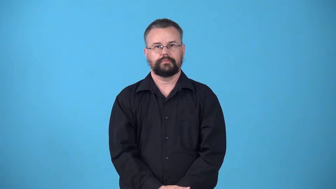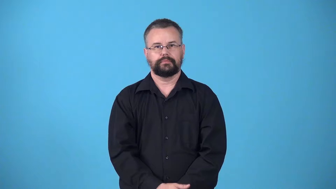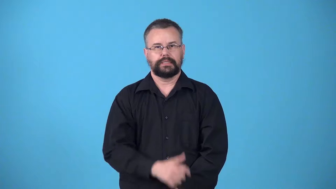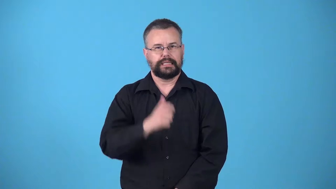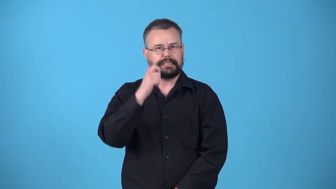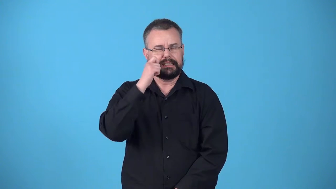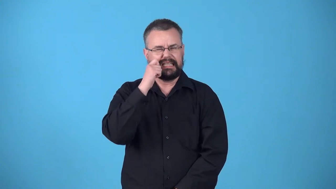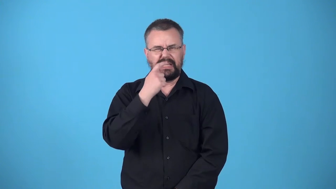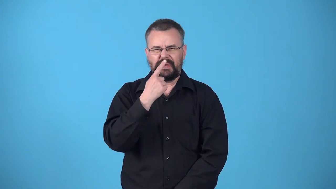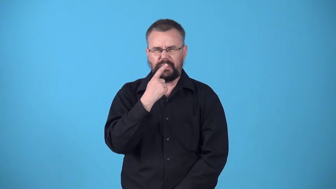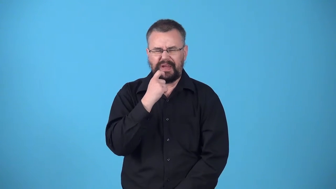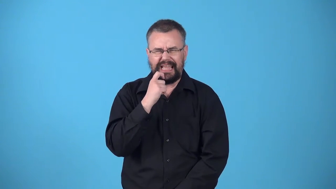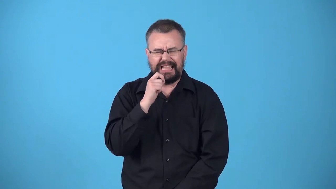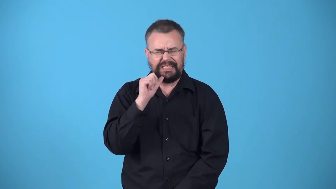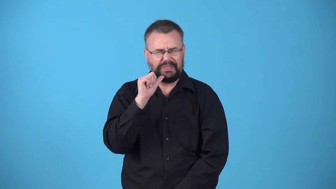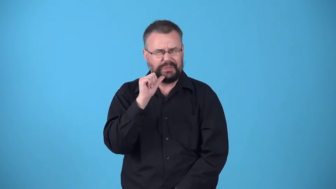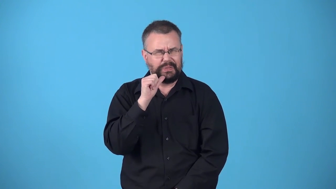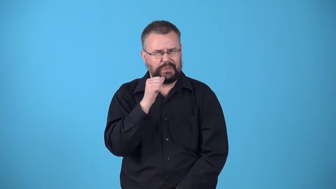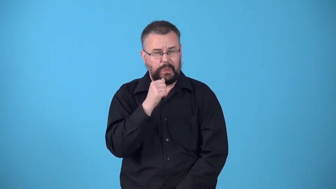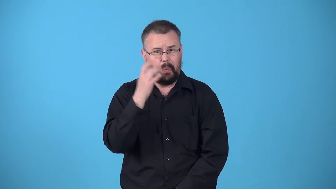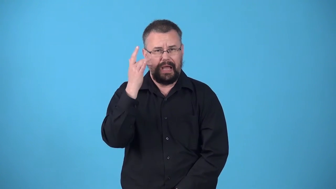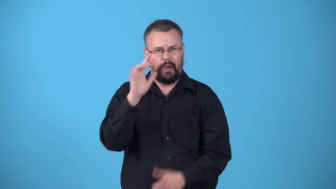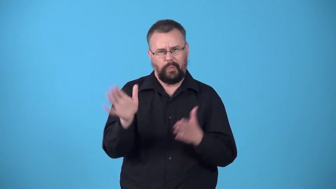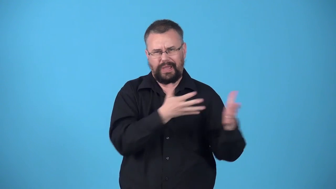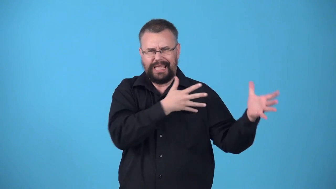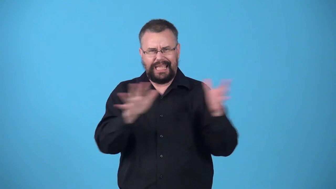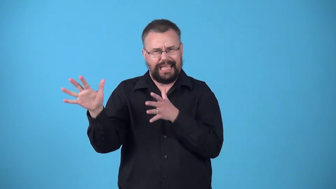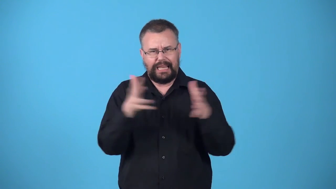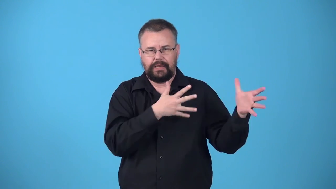windburn